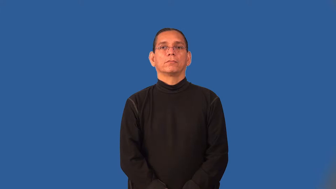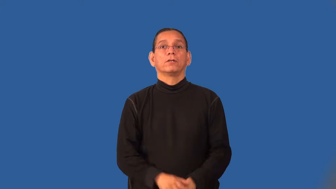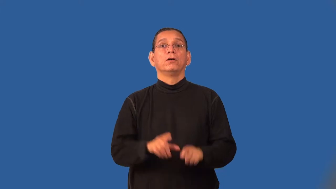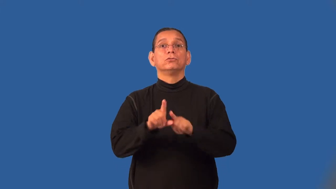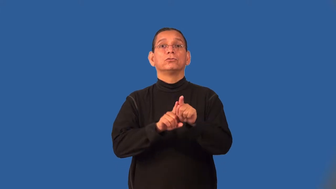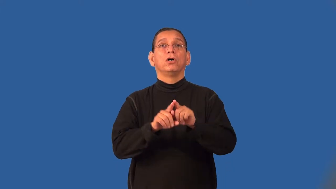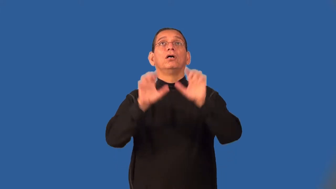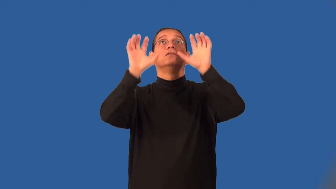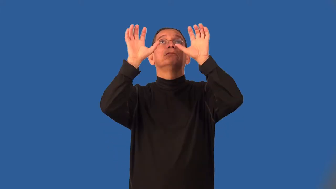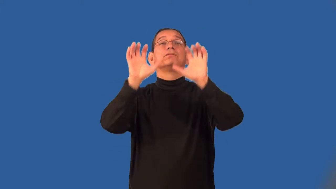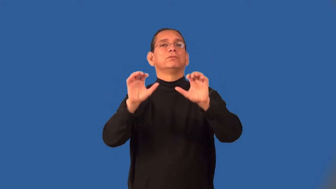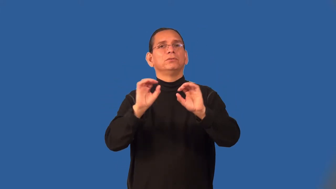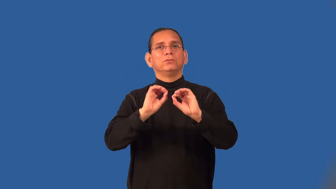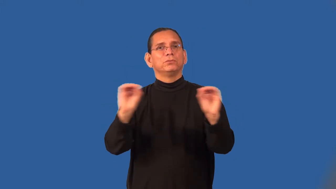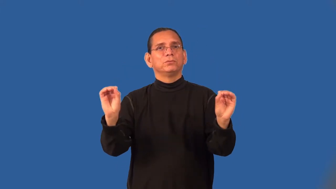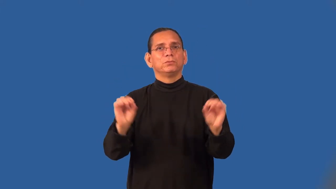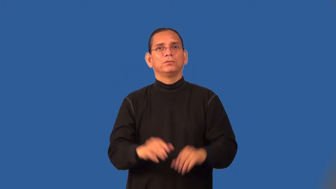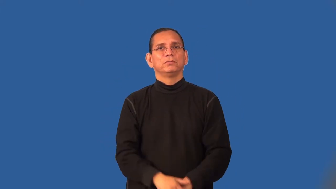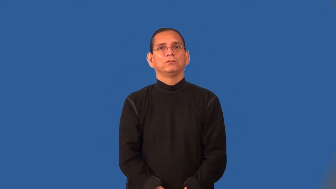starless